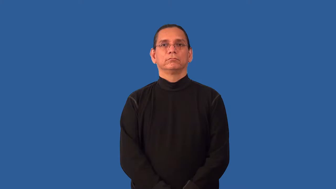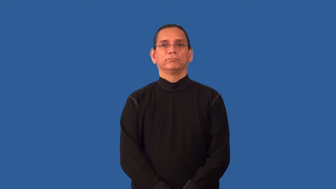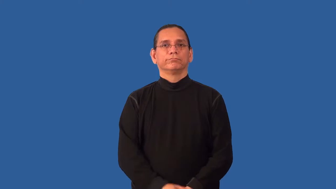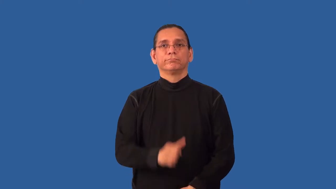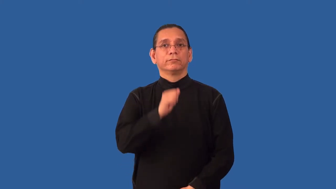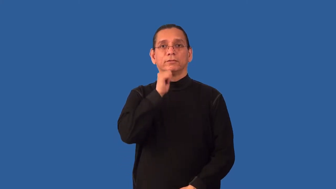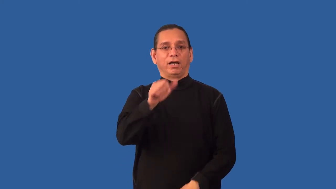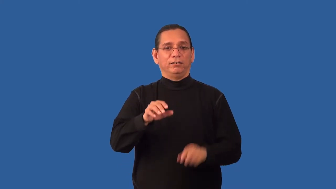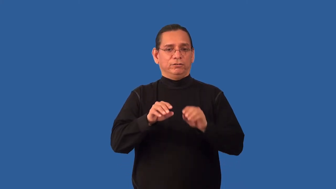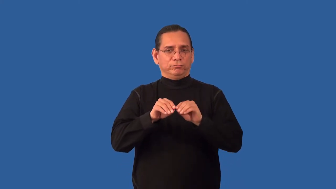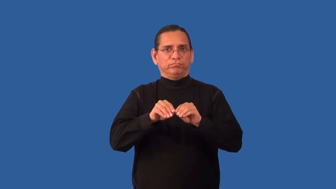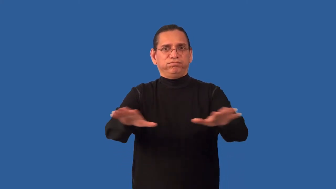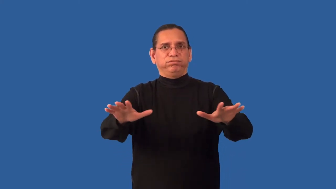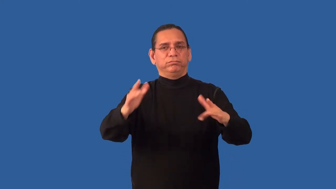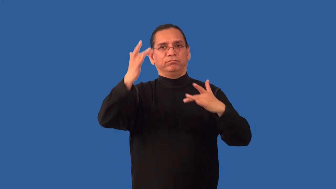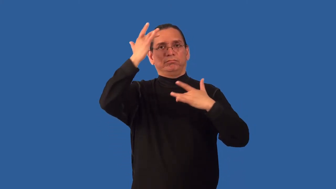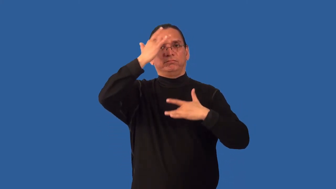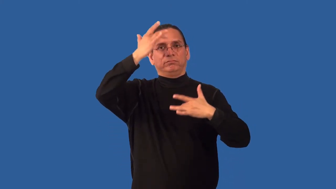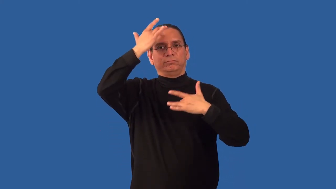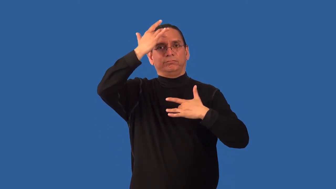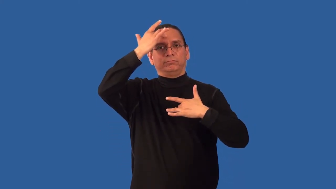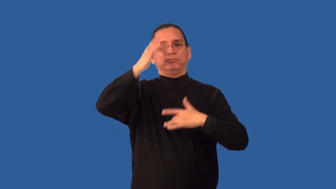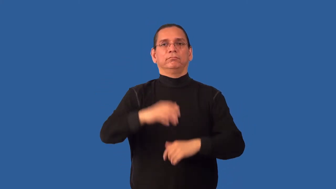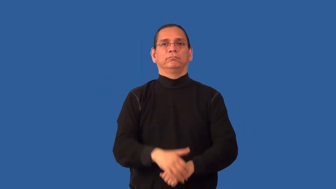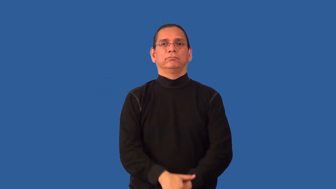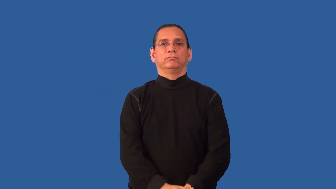noncontagious